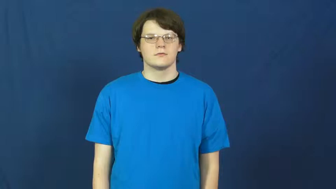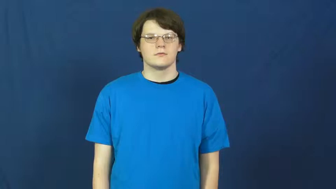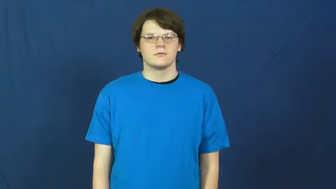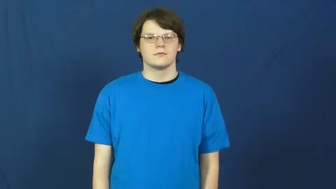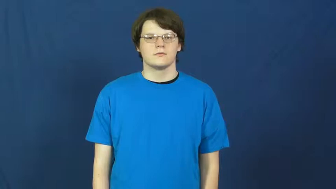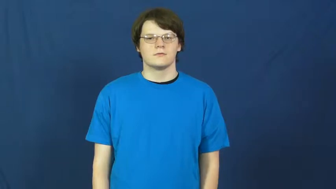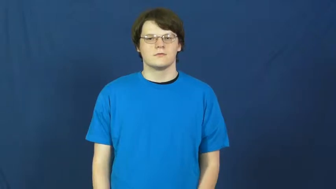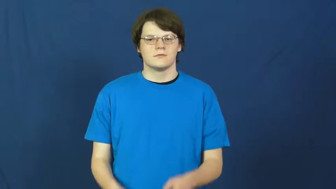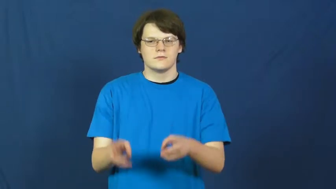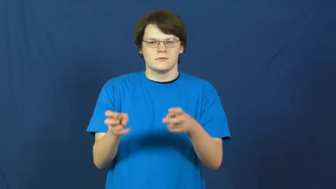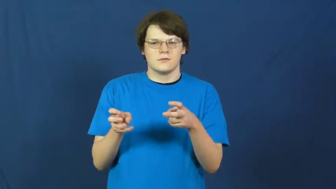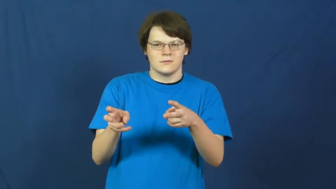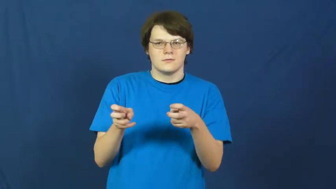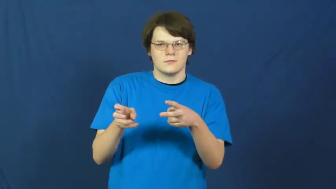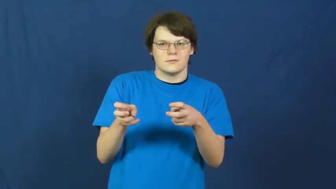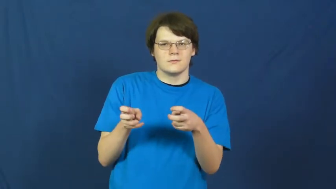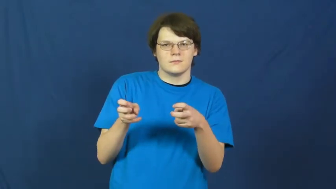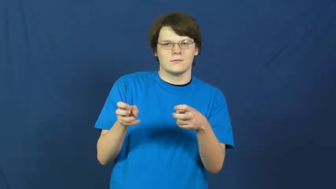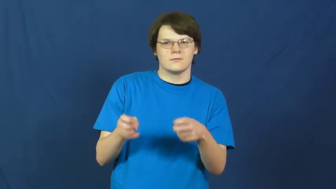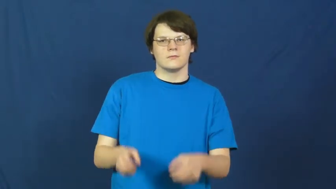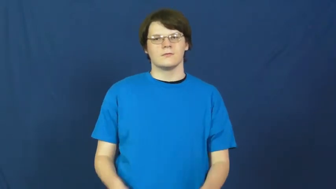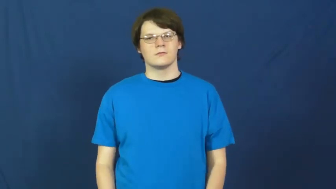greed,avarice,prehensile,tightfisted